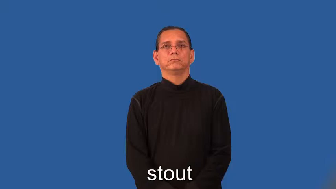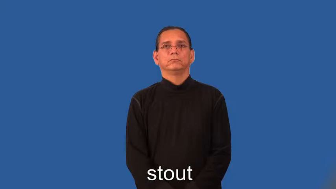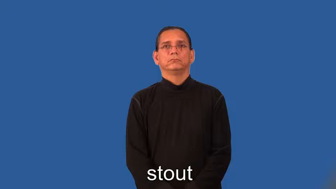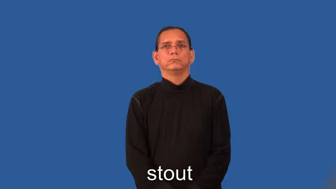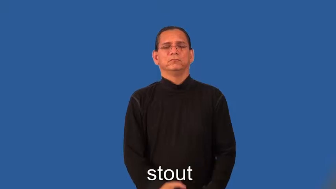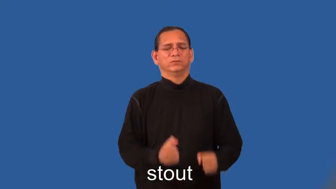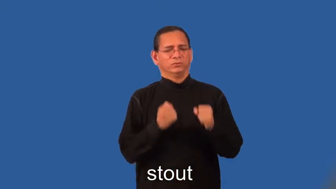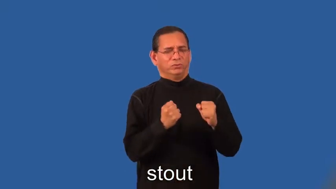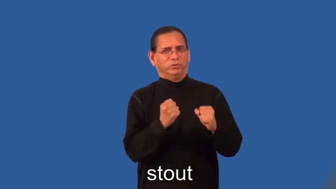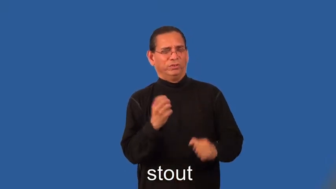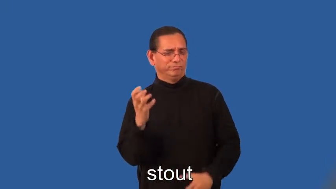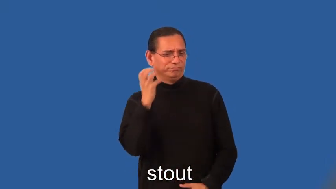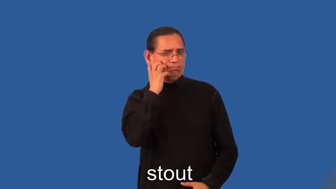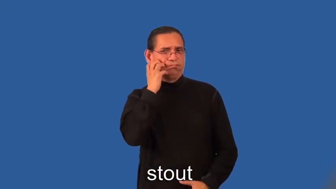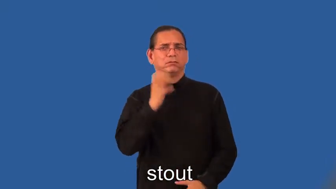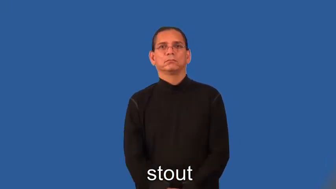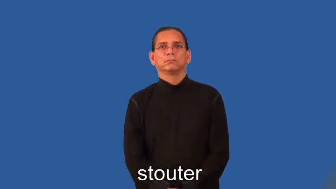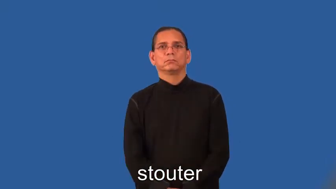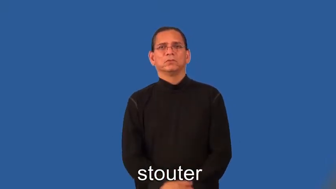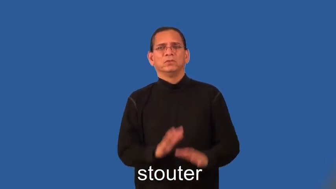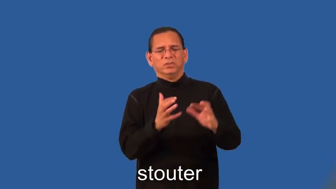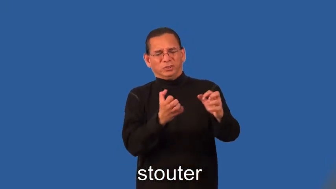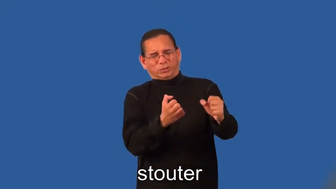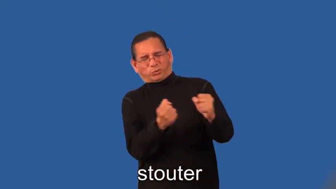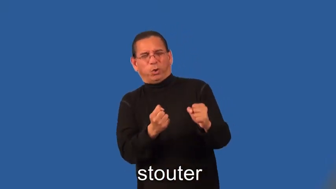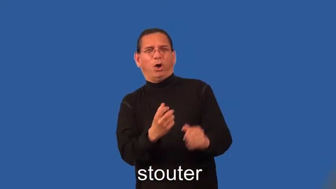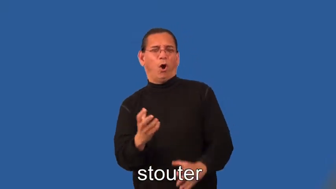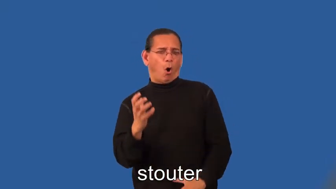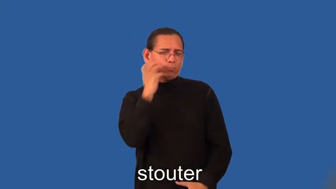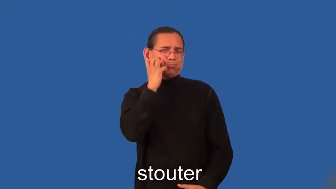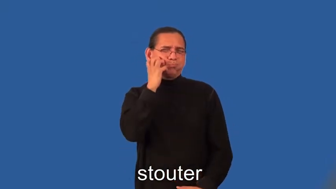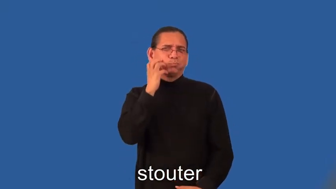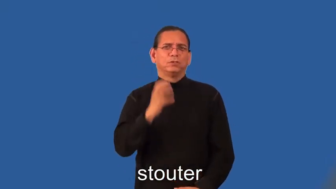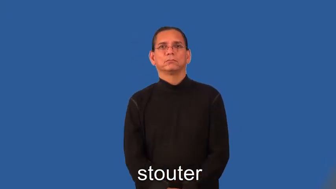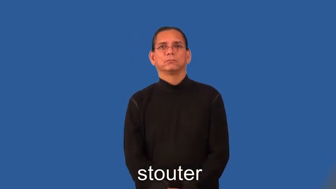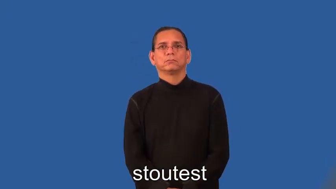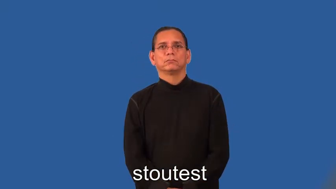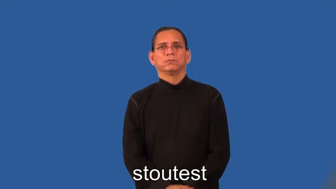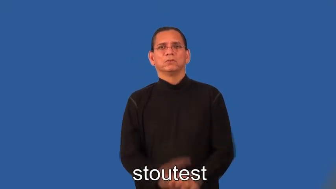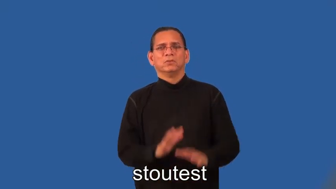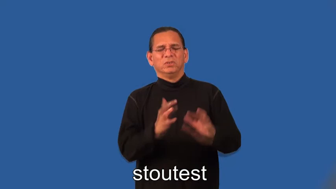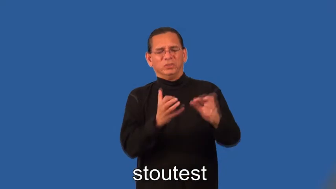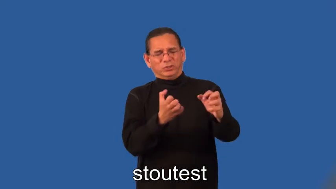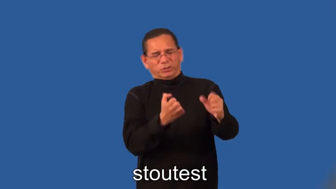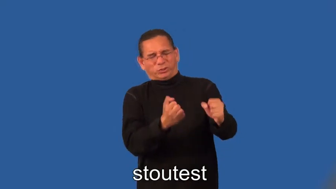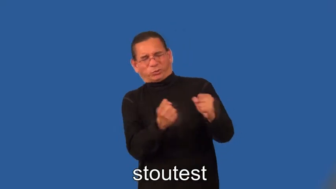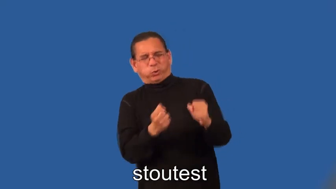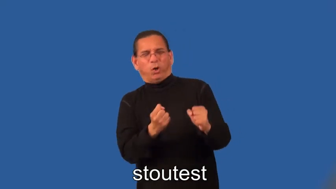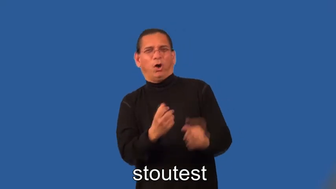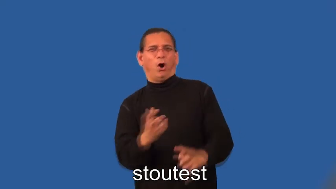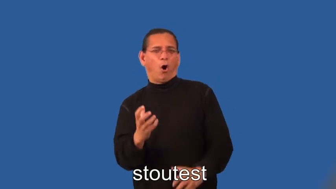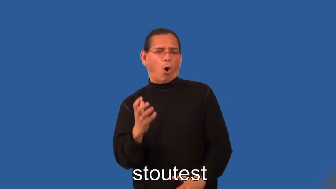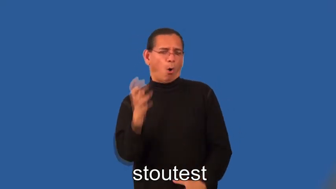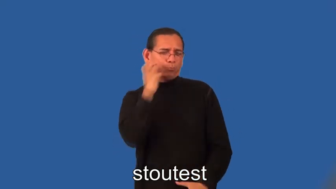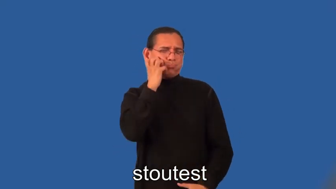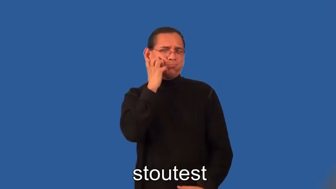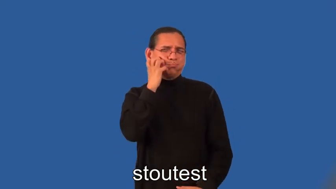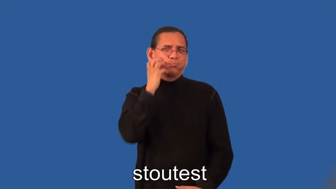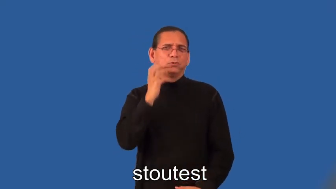stouter,stoutest